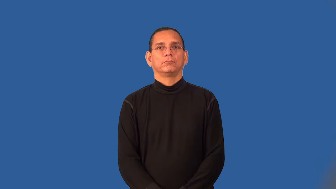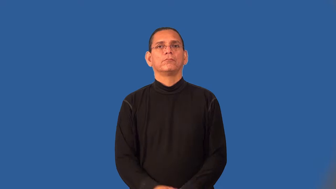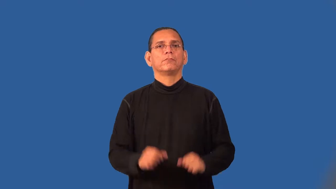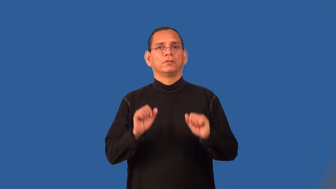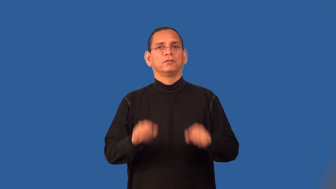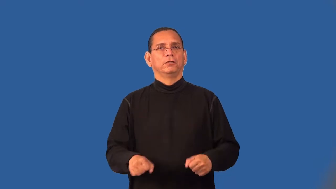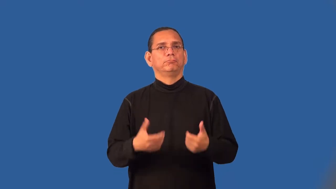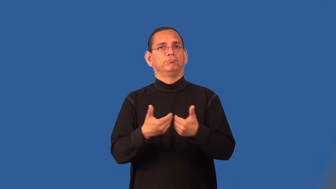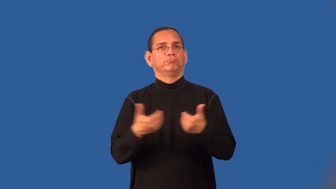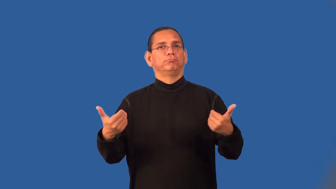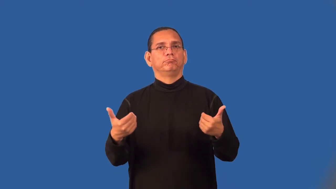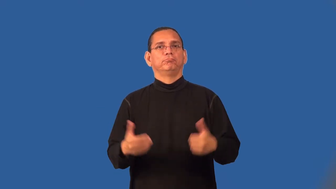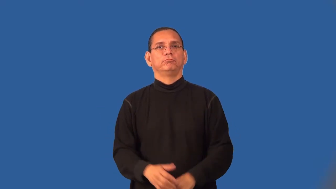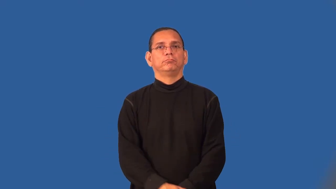separable,fissile